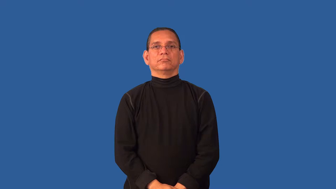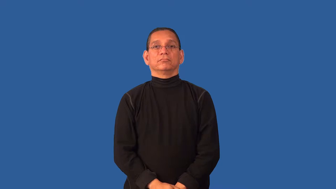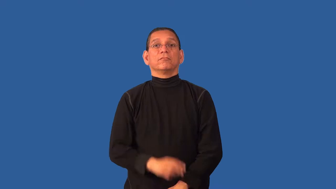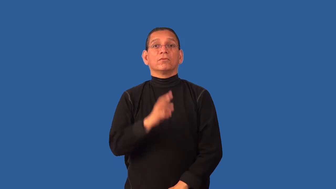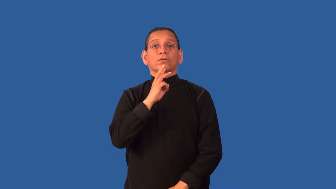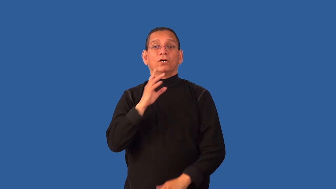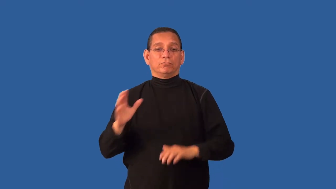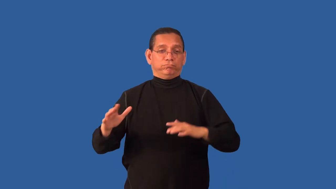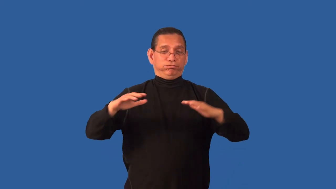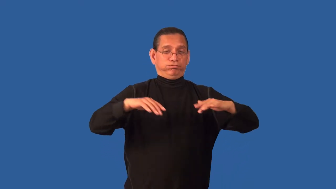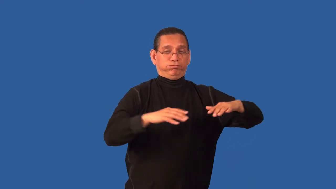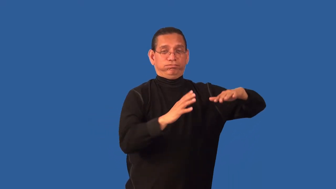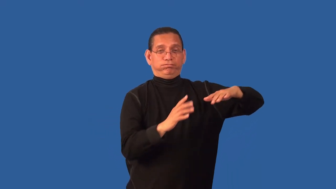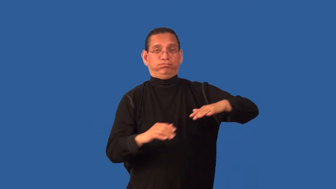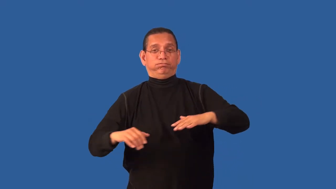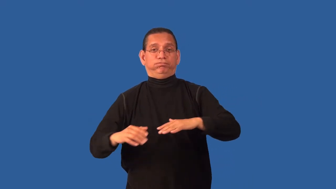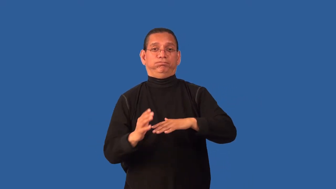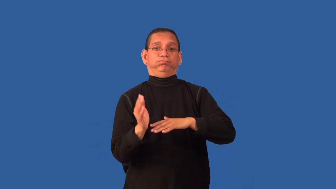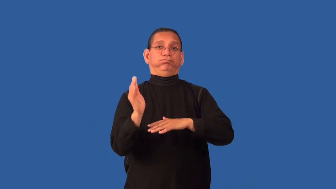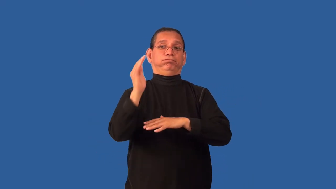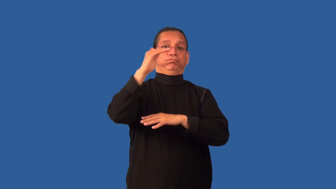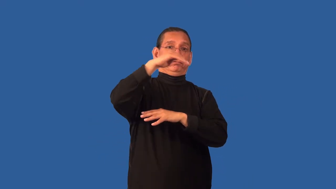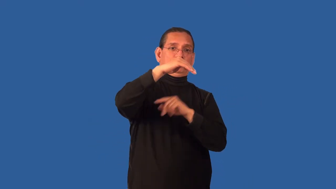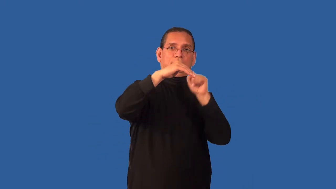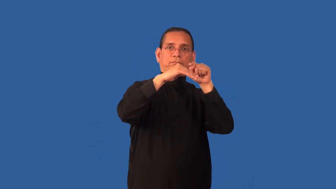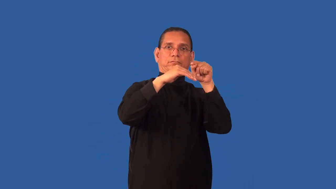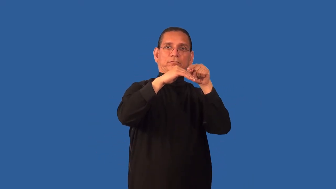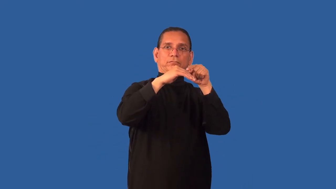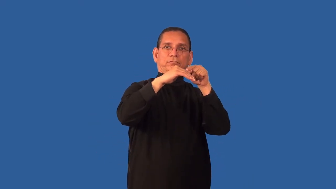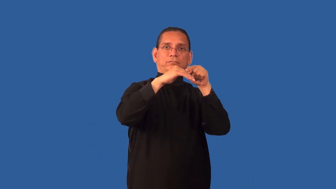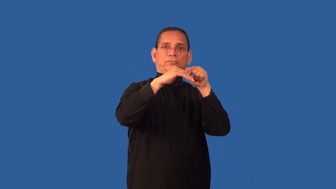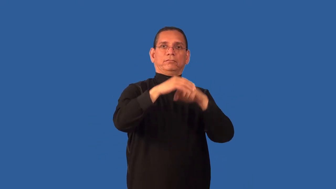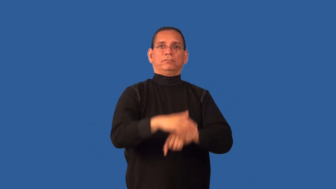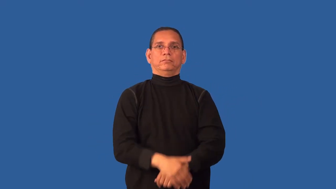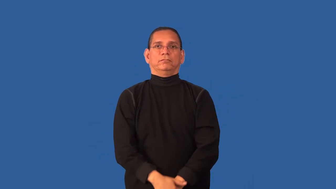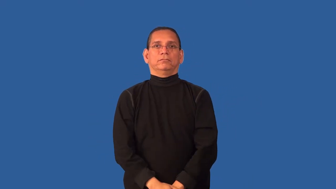crest-wave